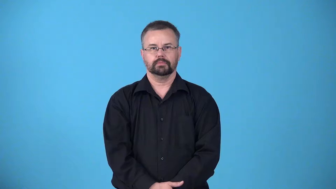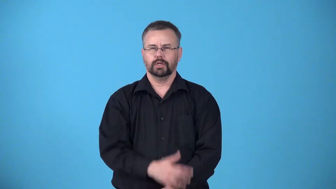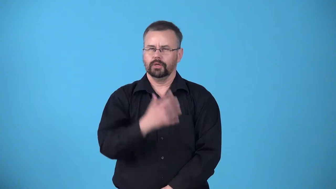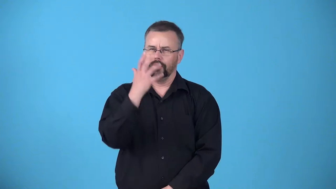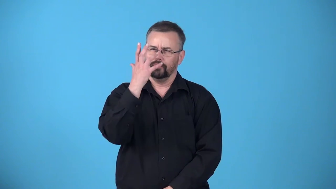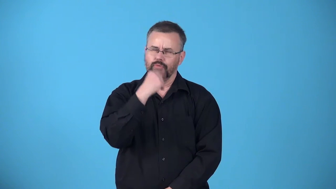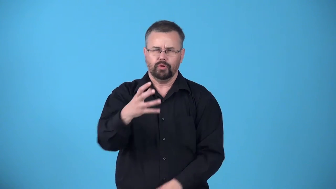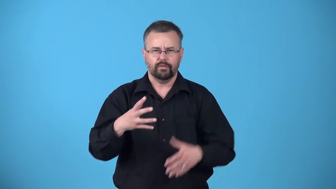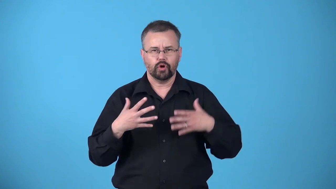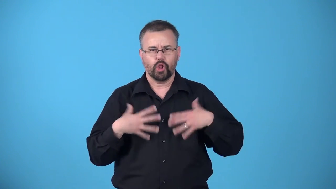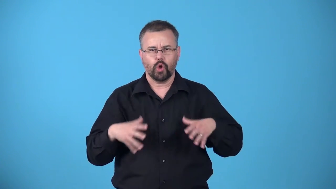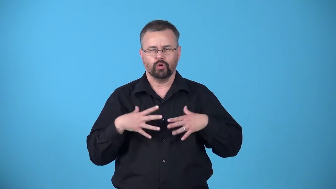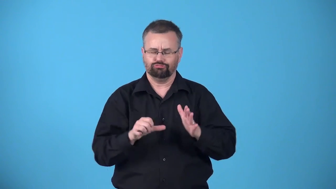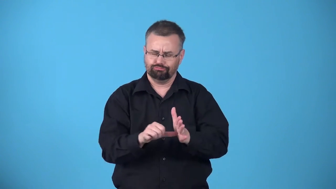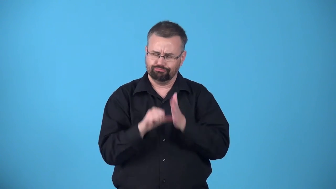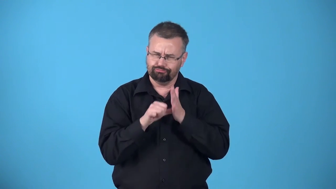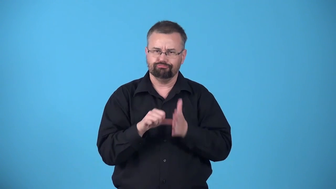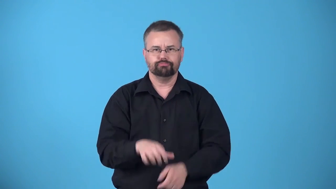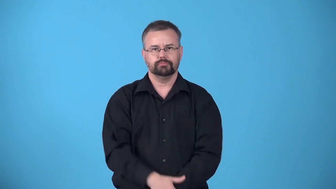array-beautiful,impressive clothes